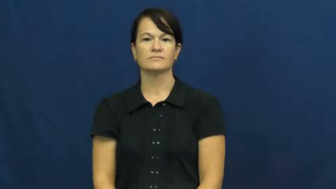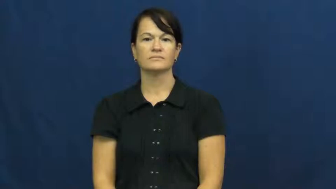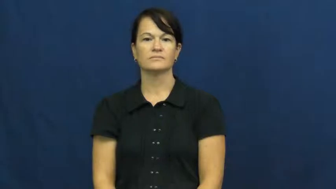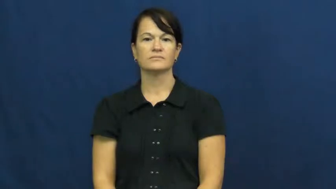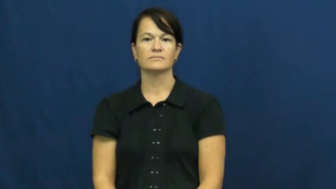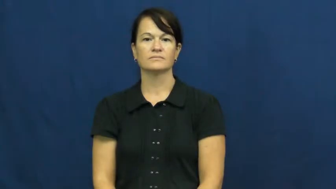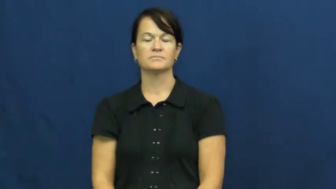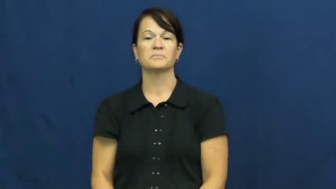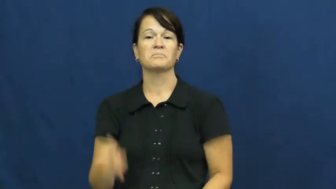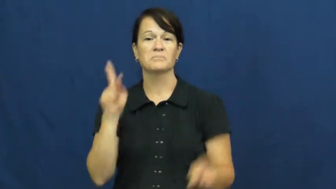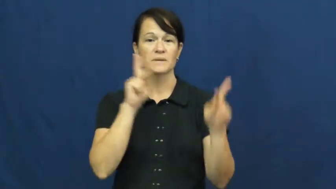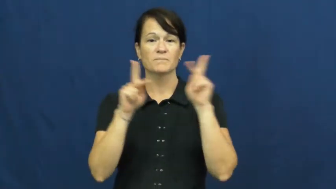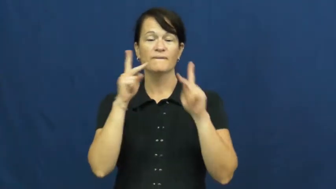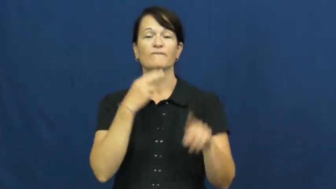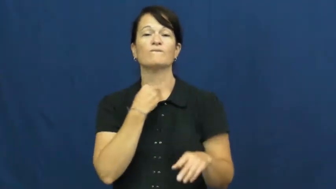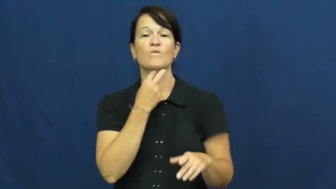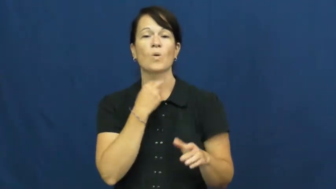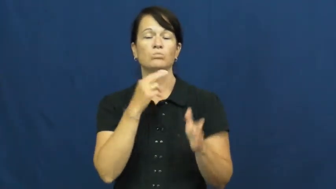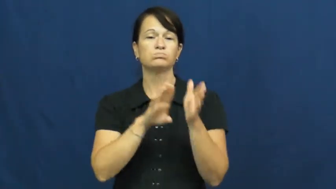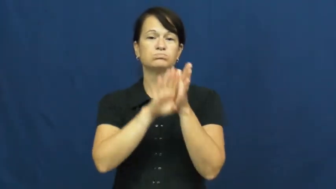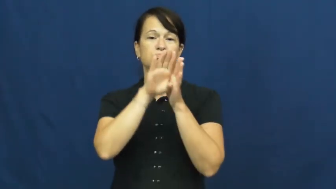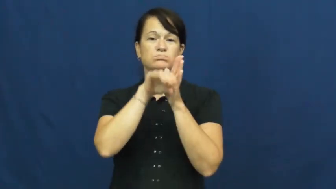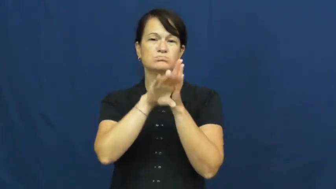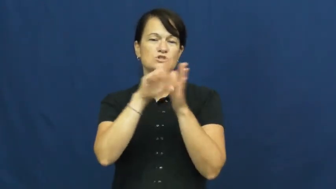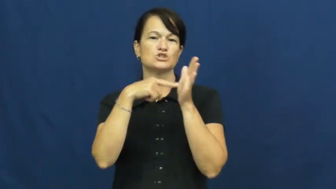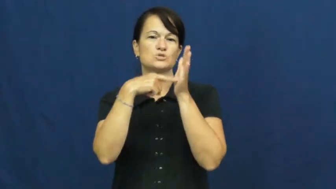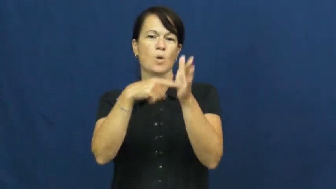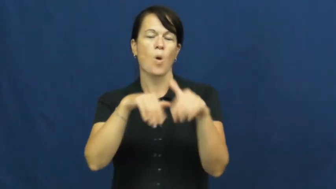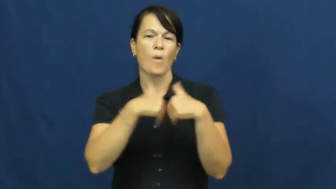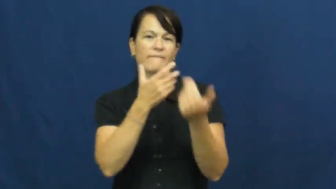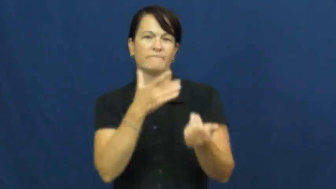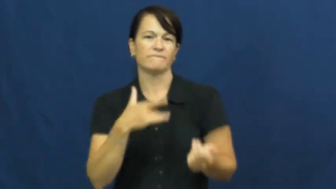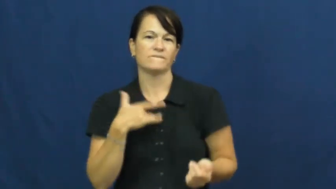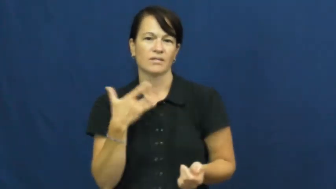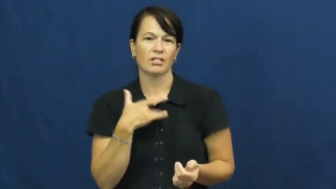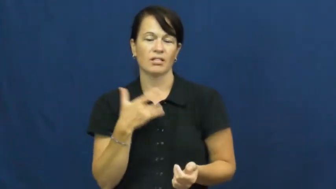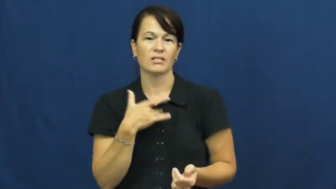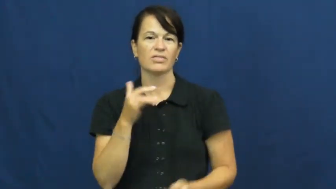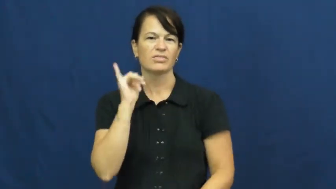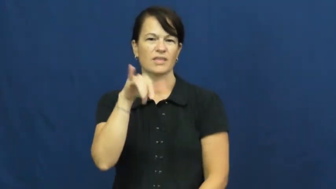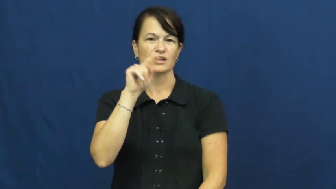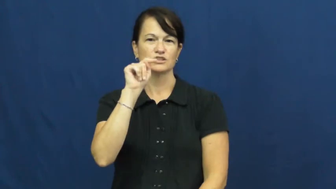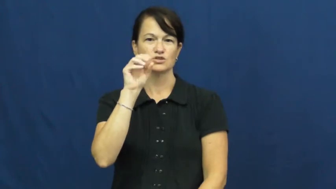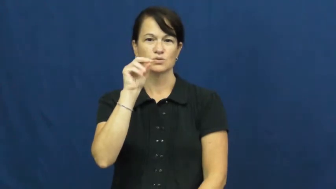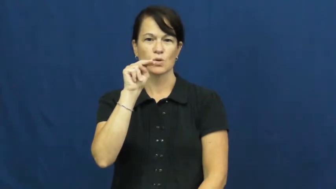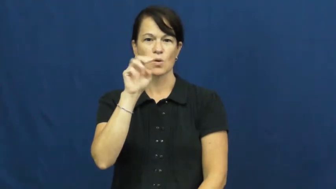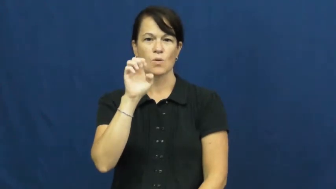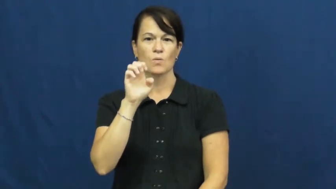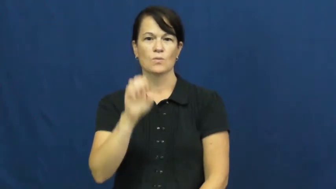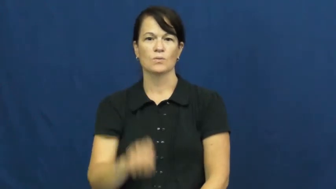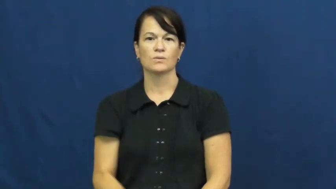tone-voice